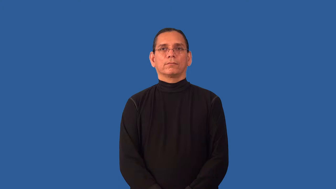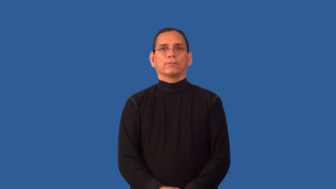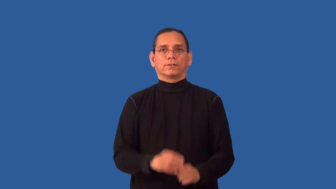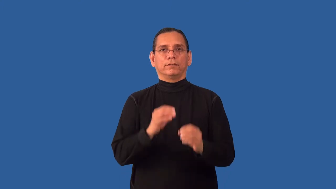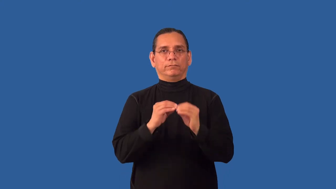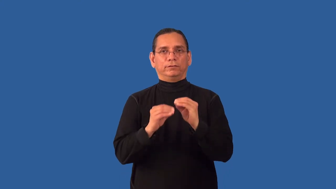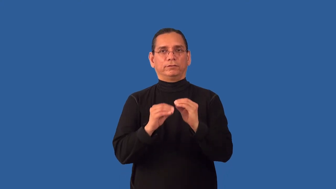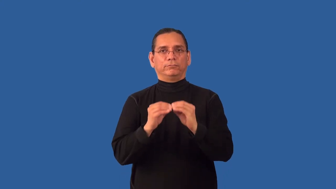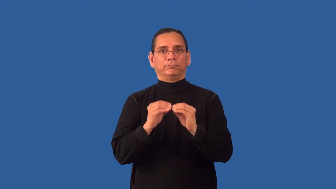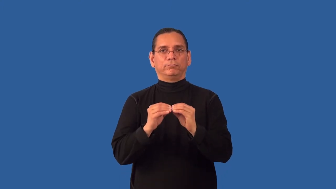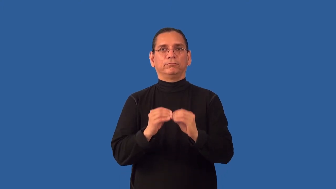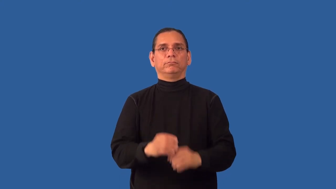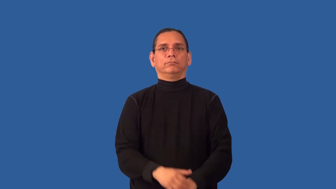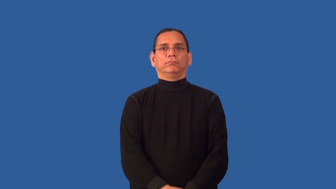refit